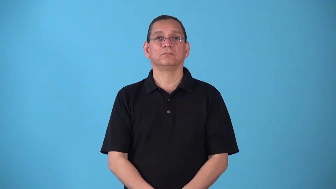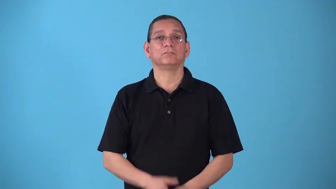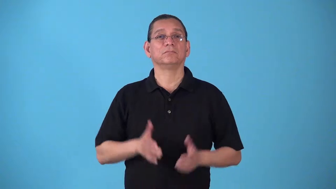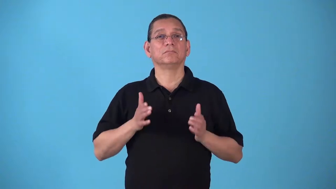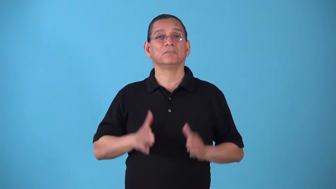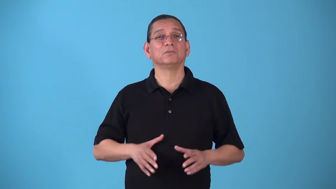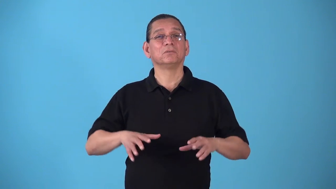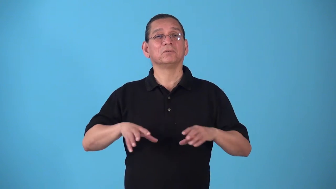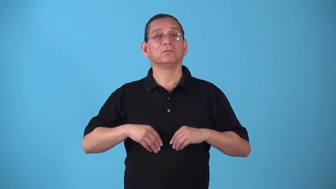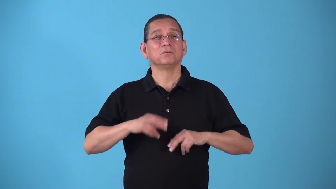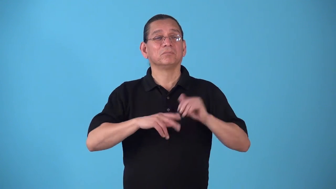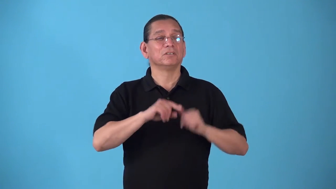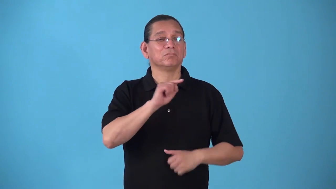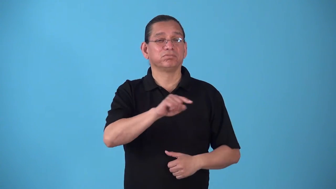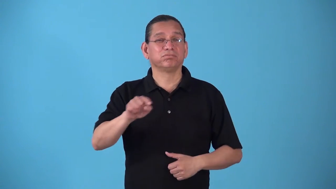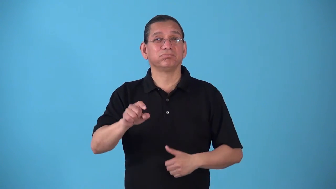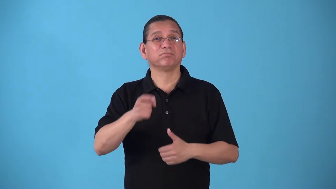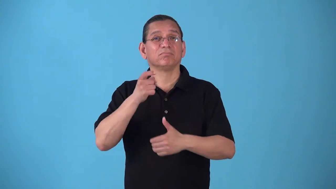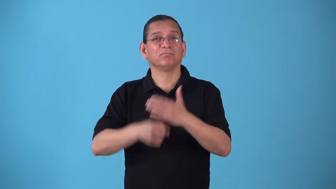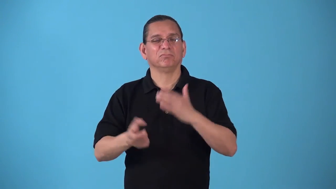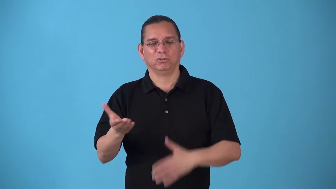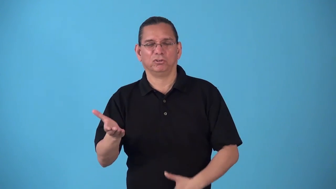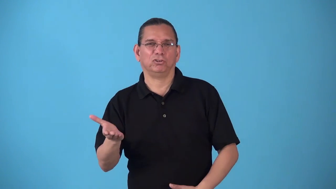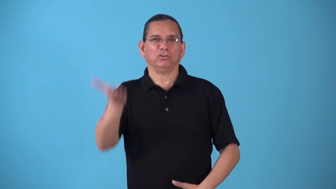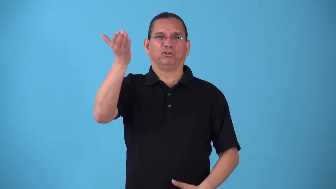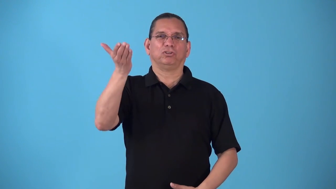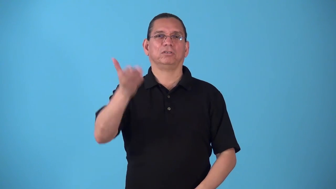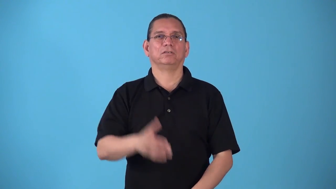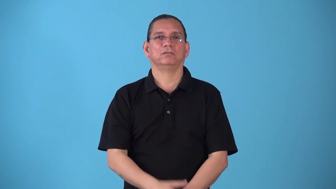slumlord